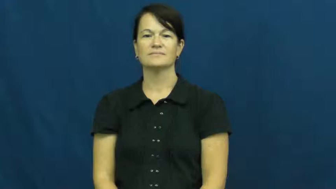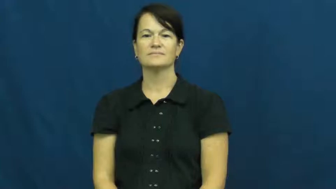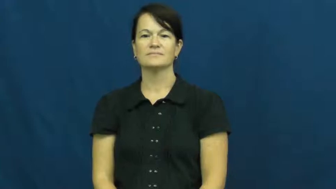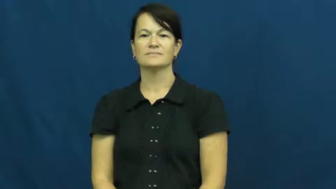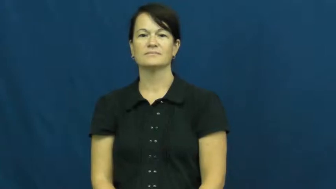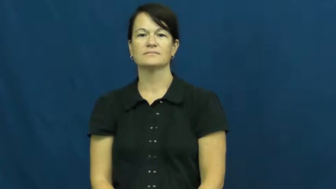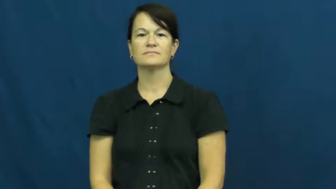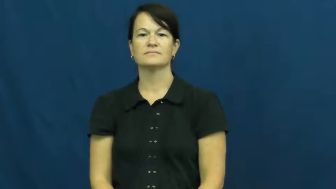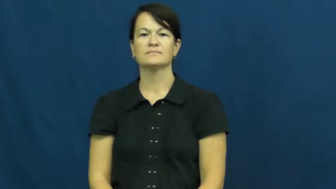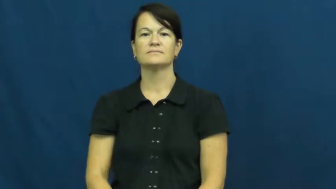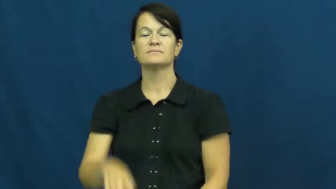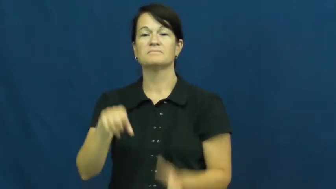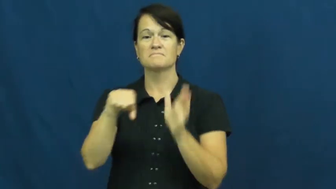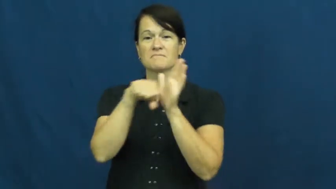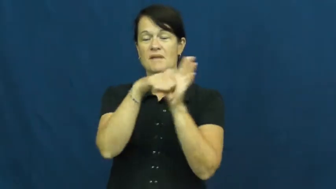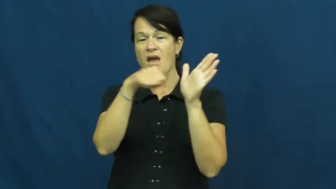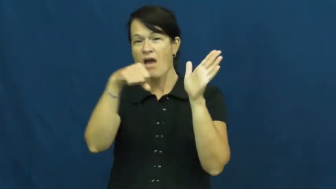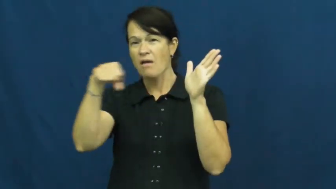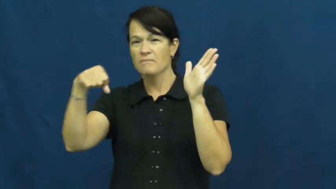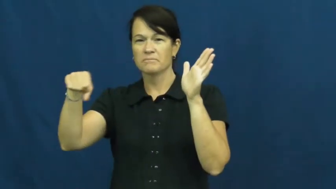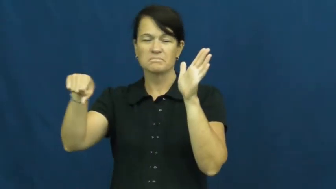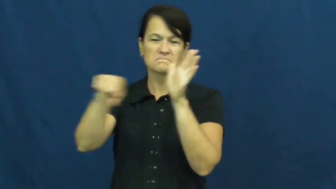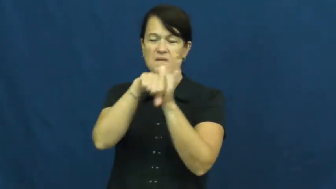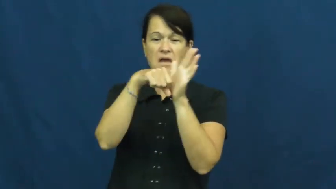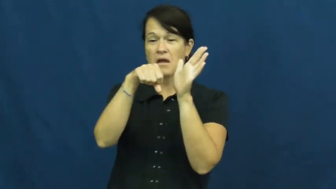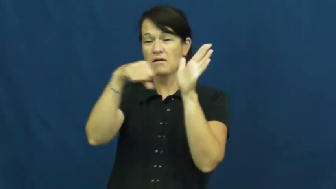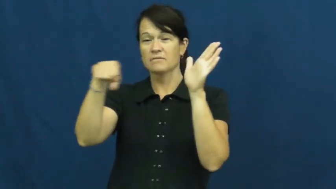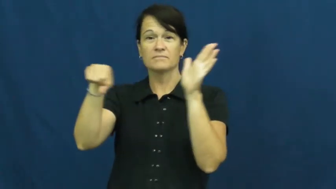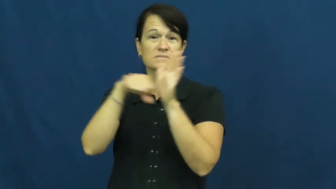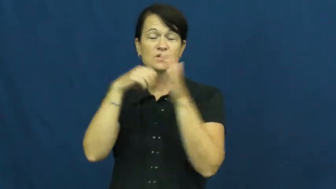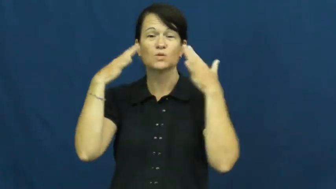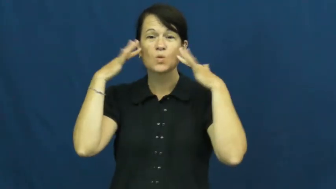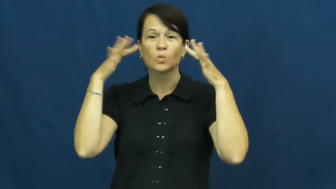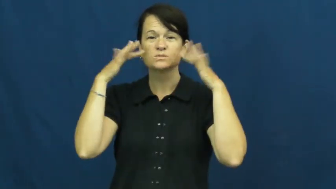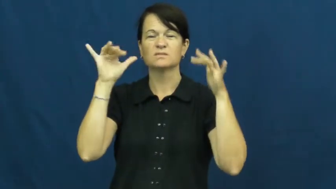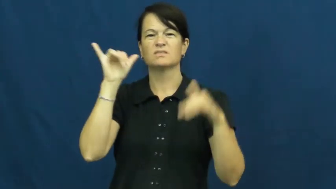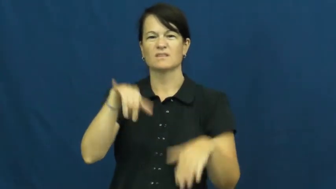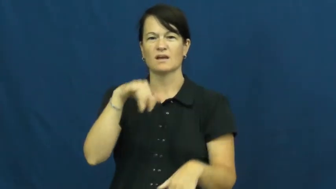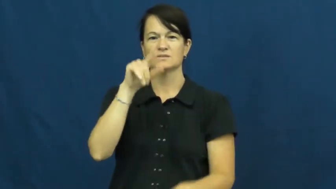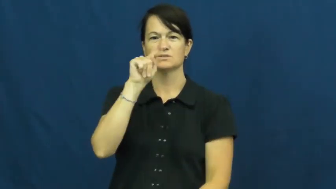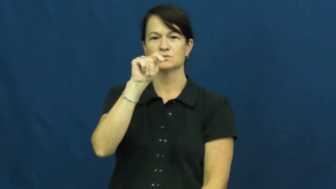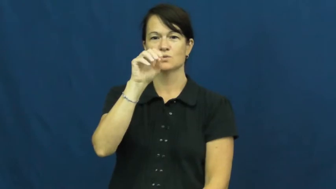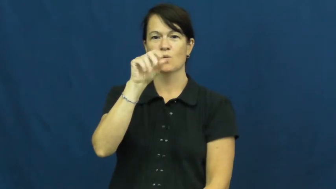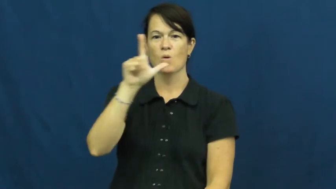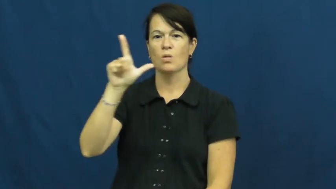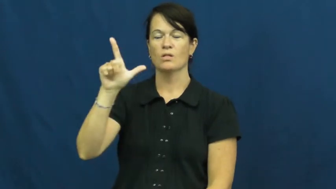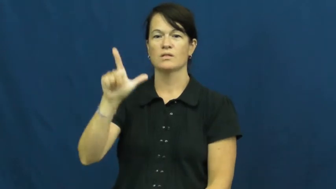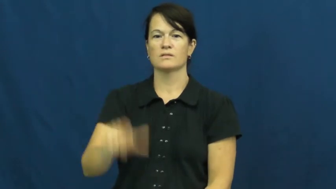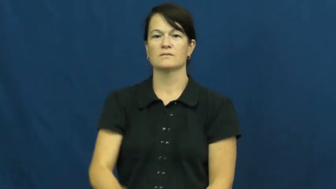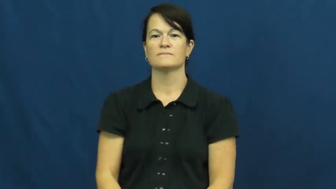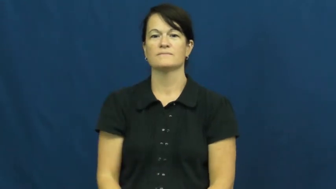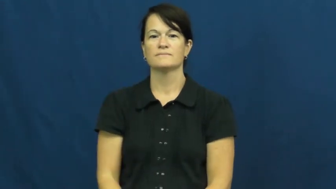toll,knell-bell